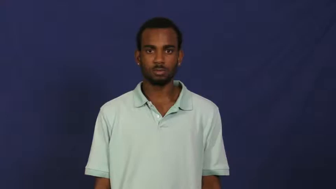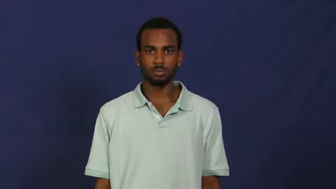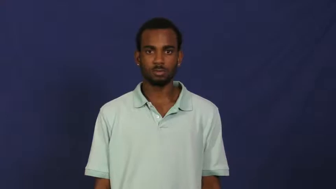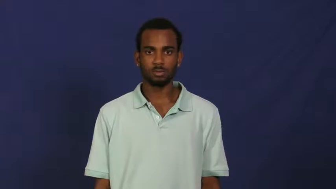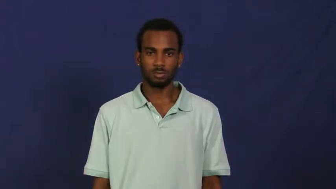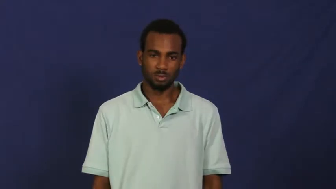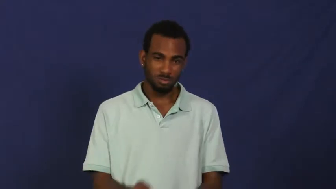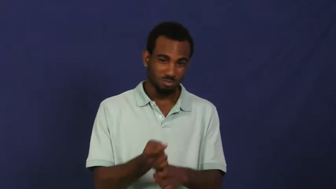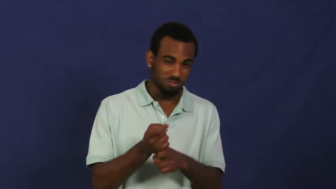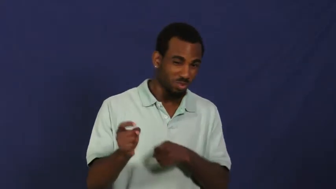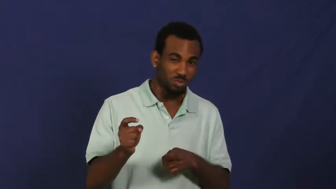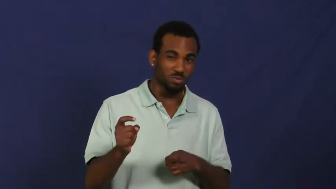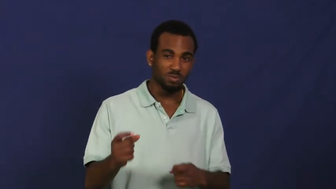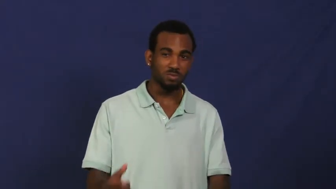sully